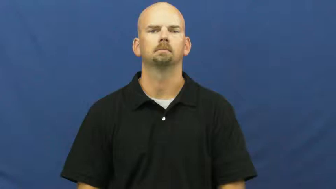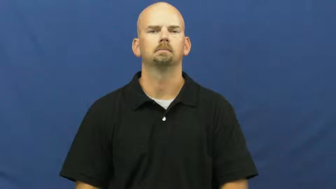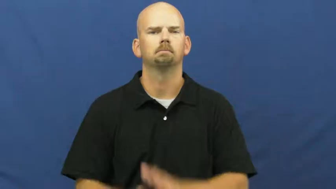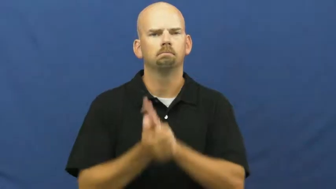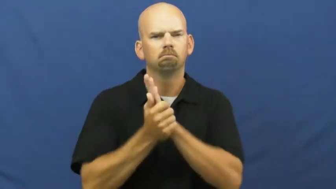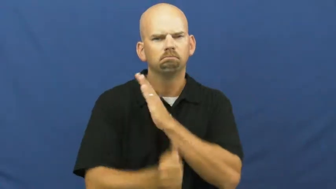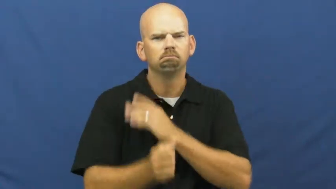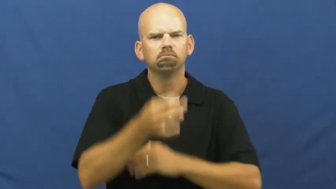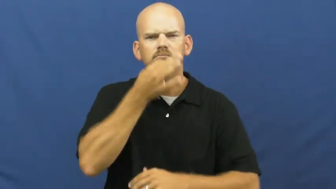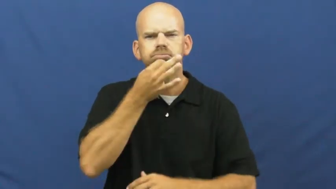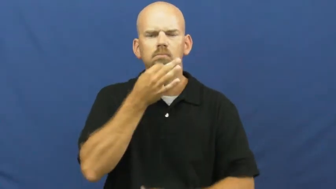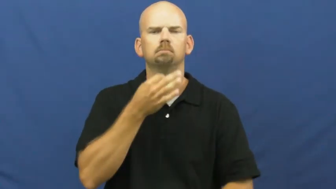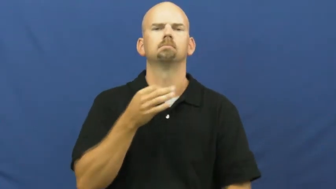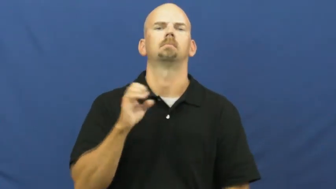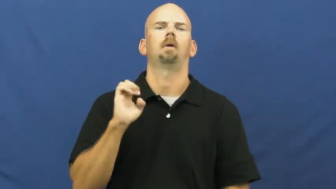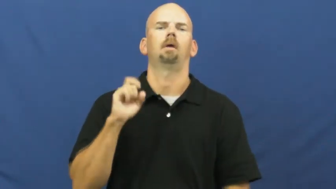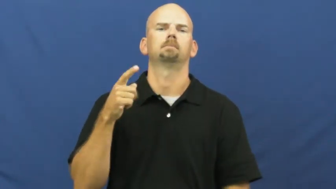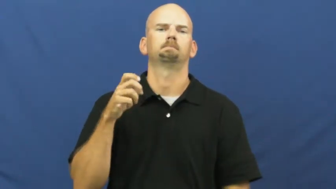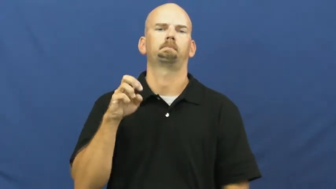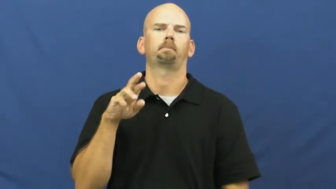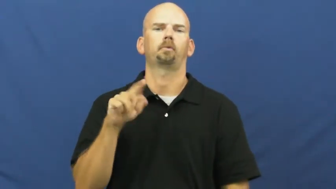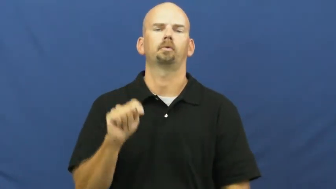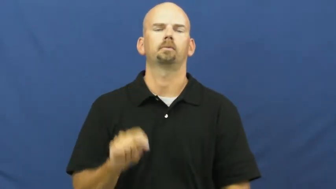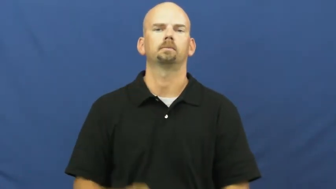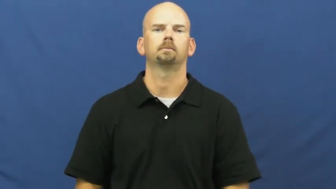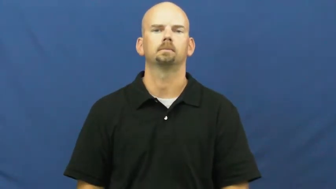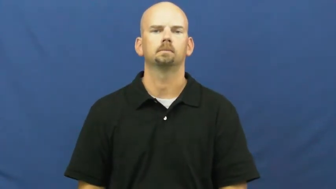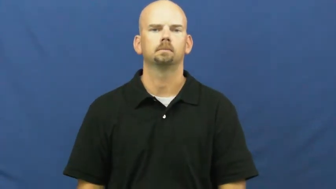expert,aficionado,hotshot,wizard,maven